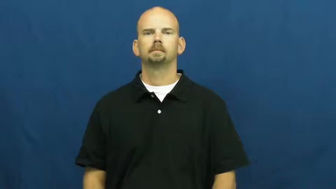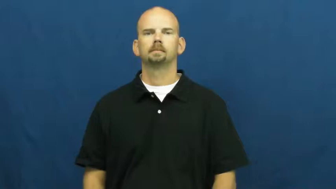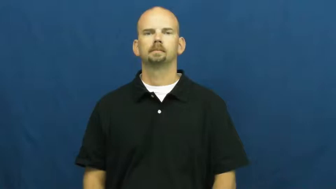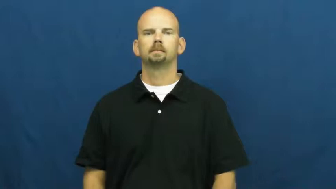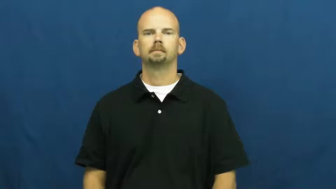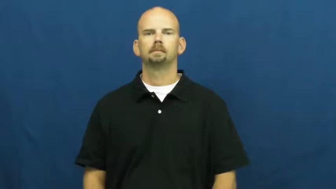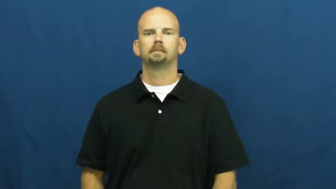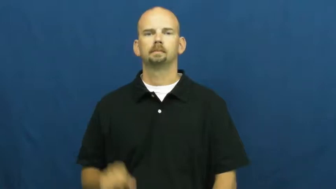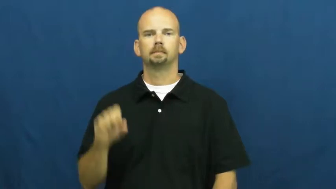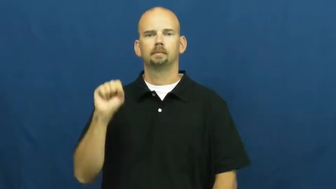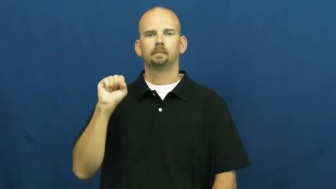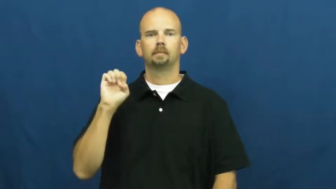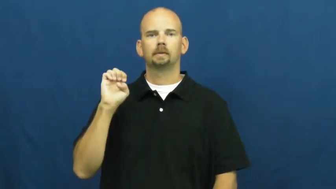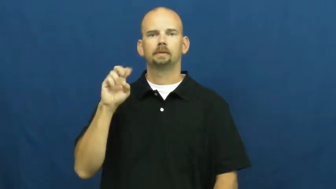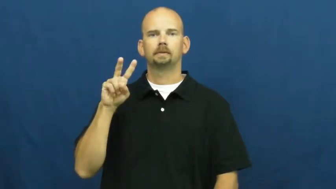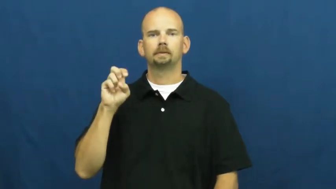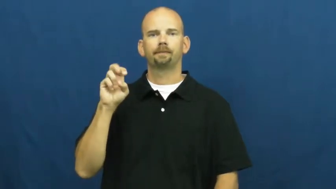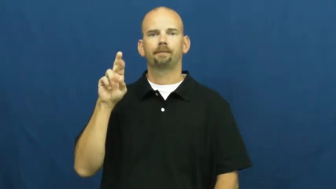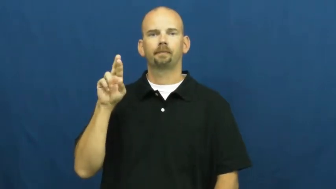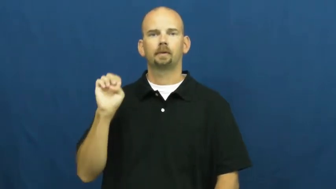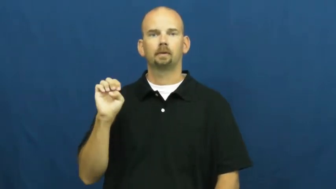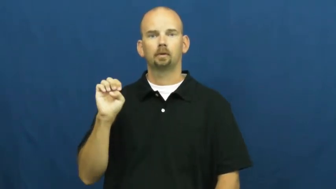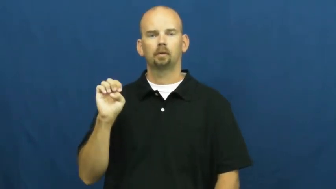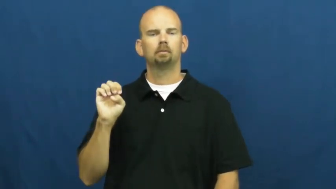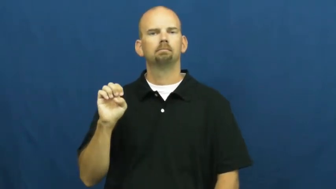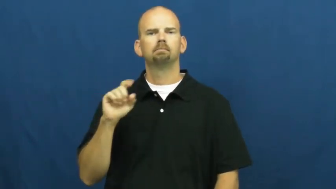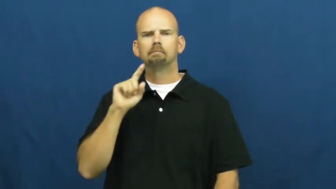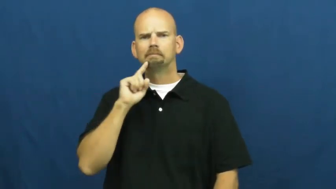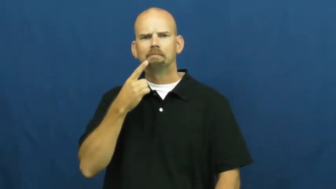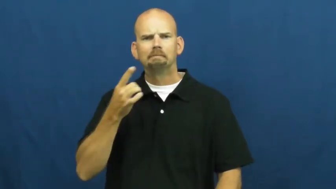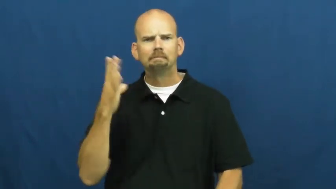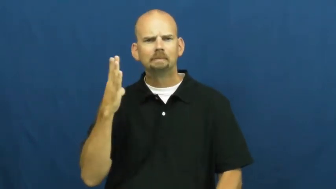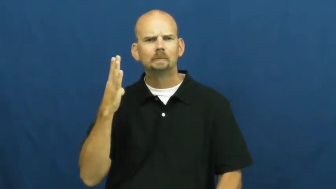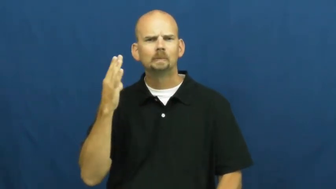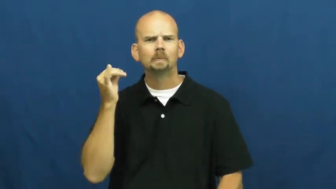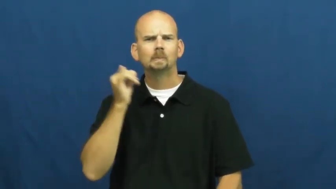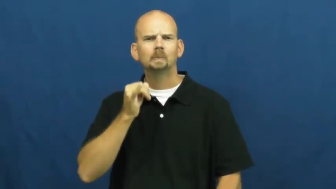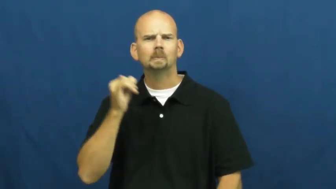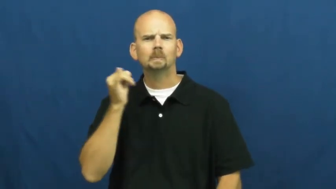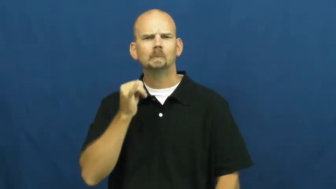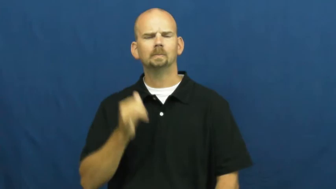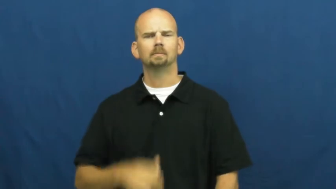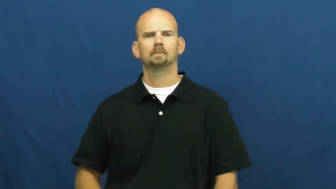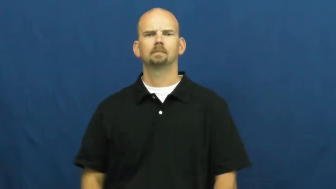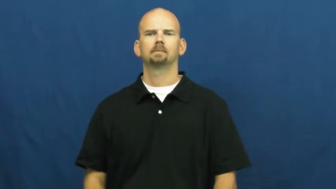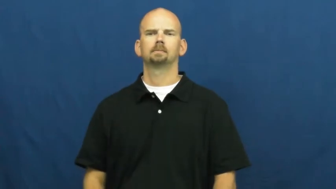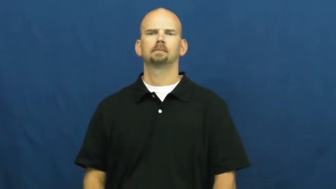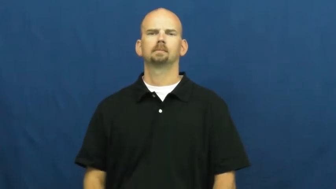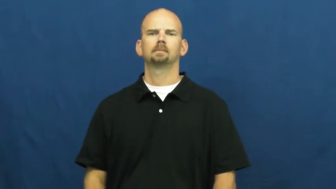severe,frontal,grievous